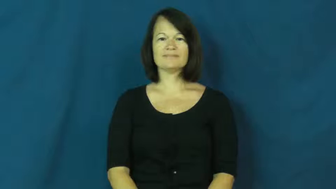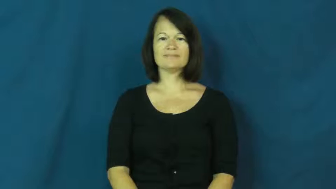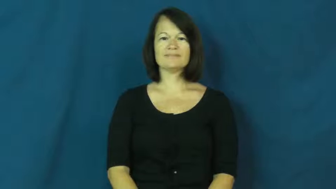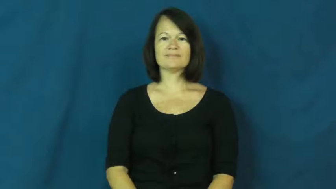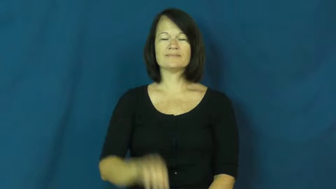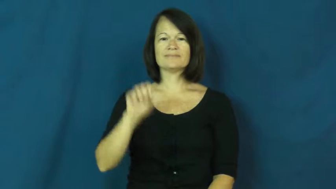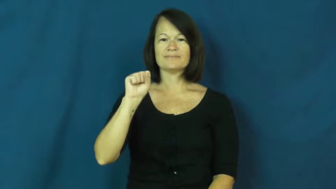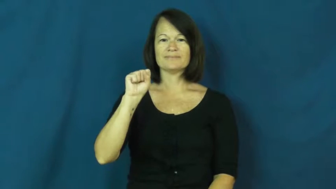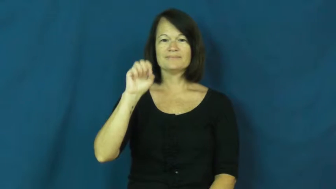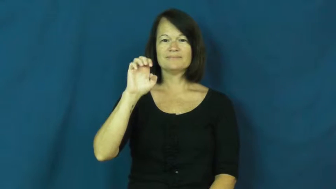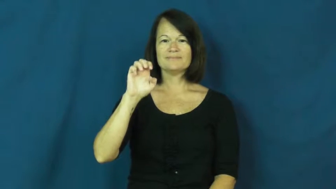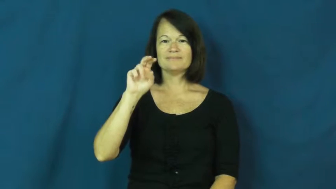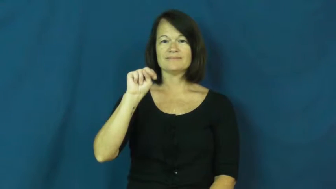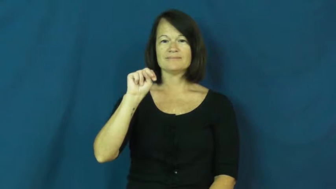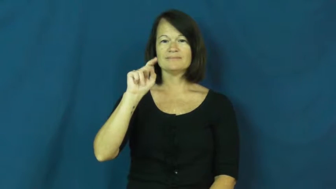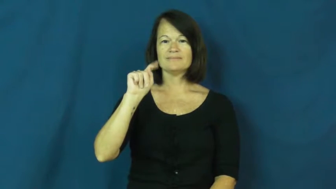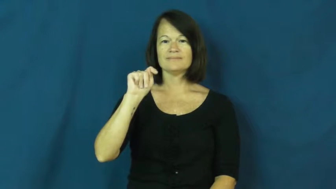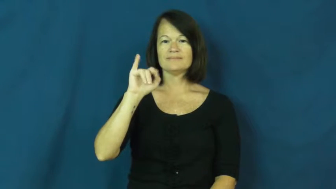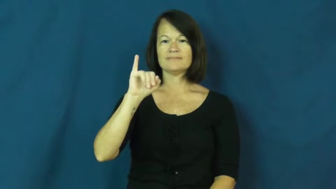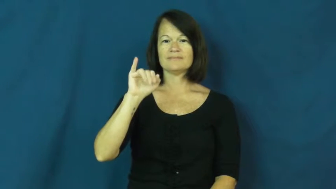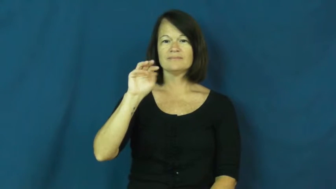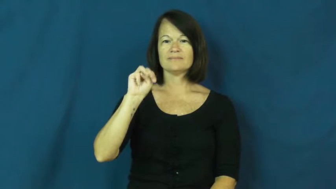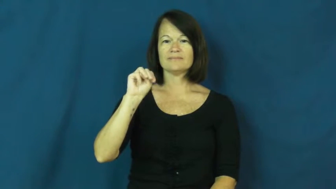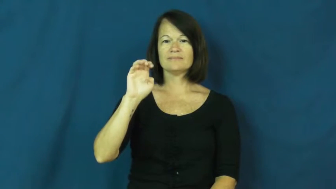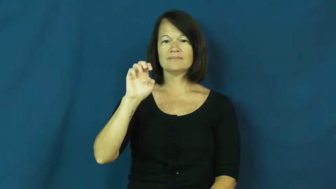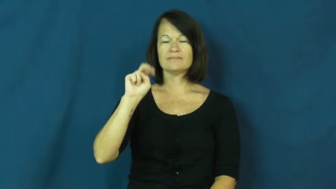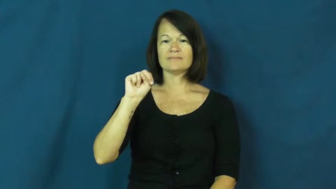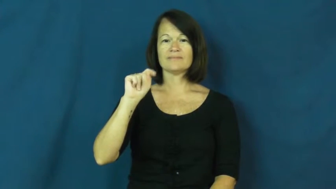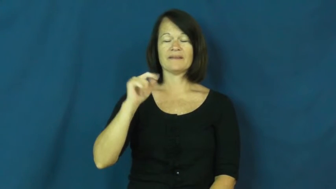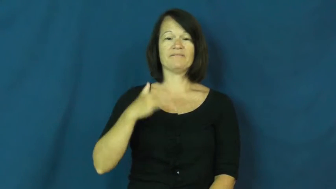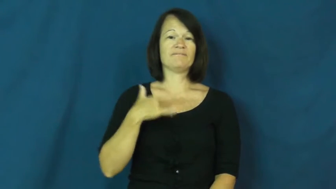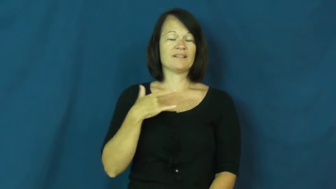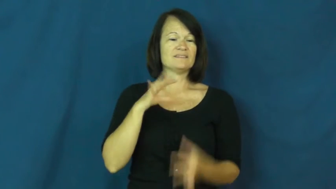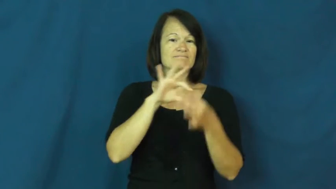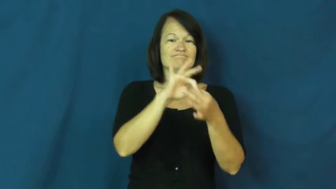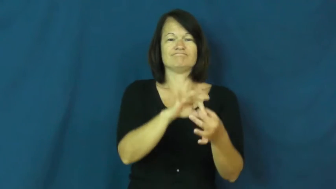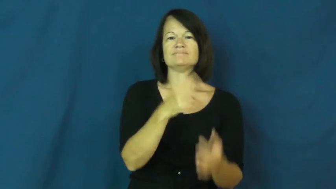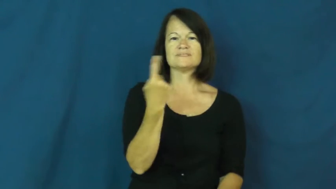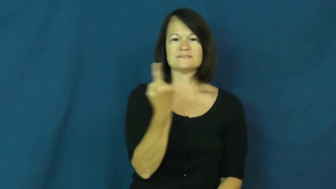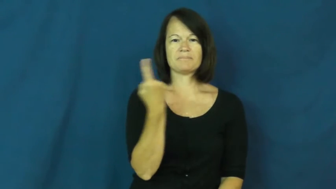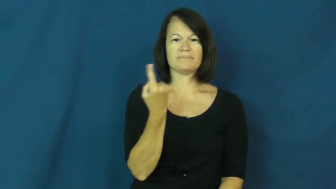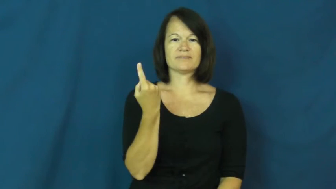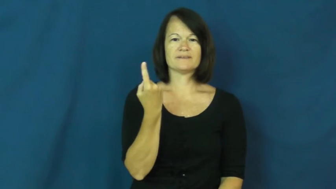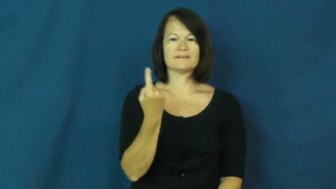sentiment